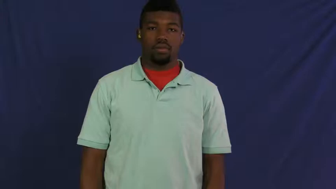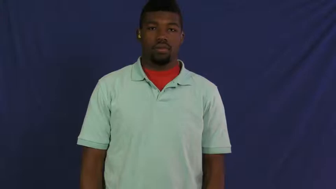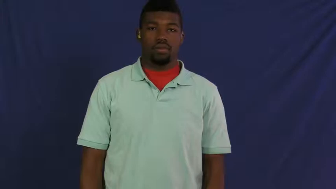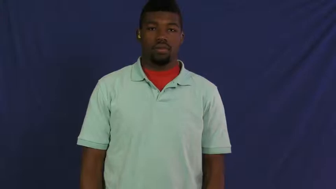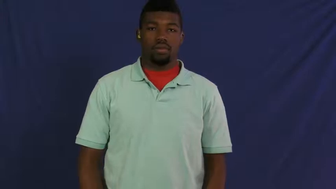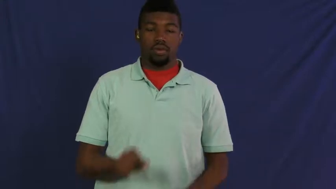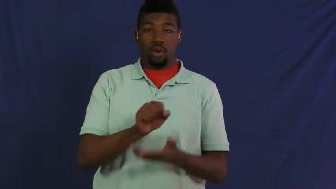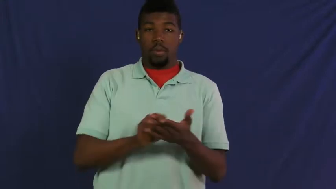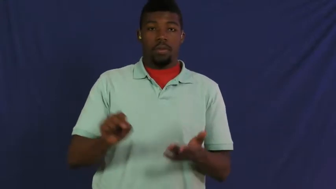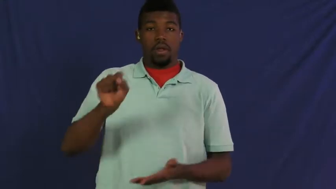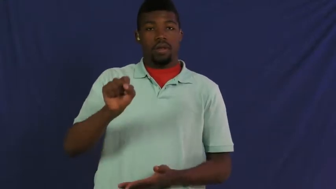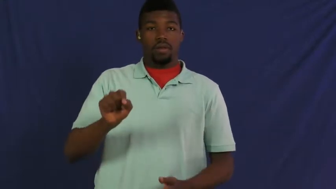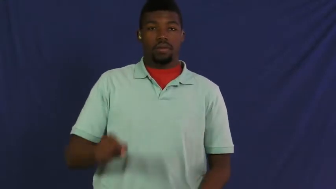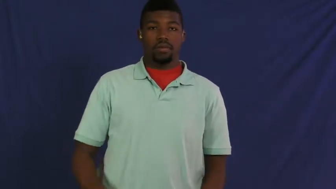seminary